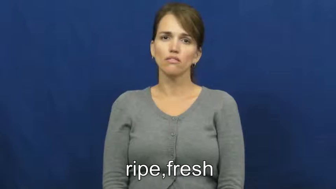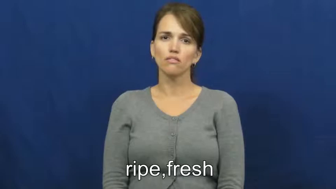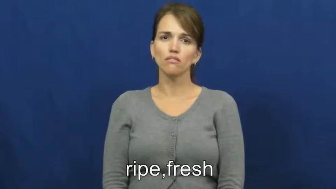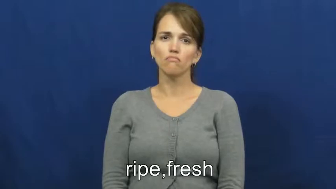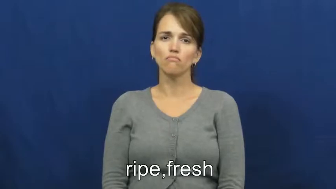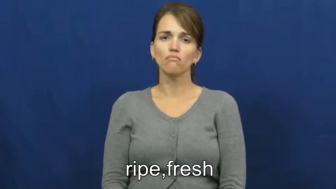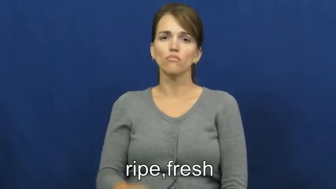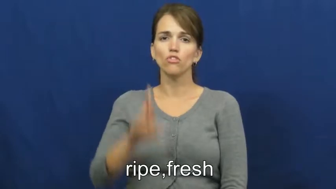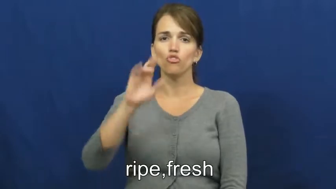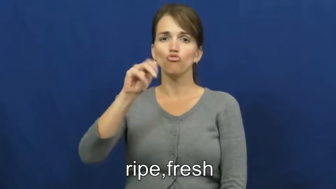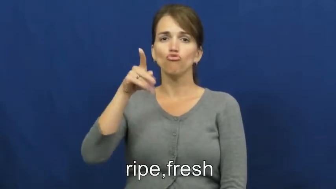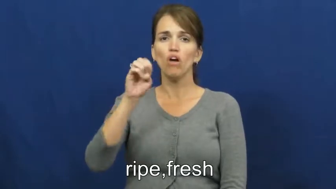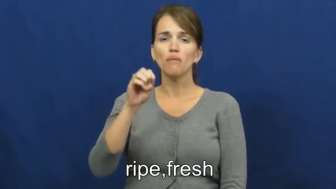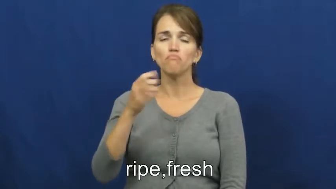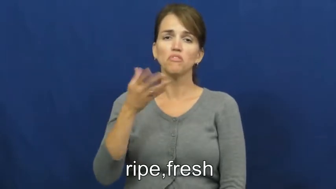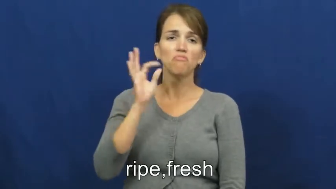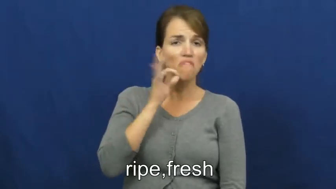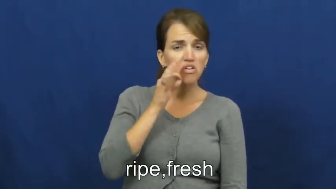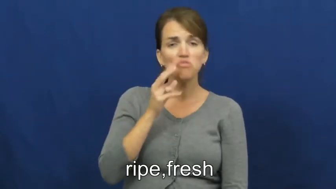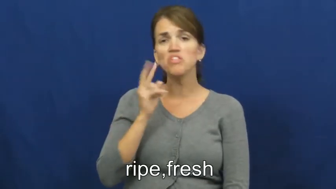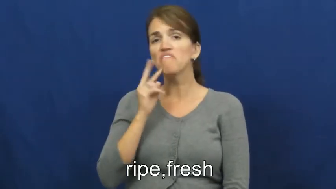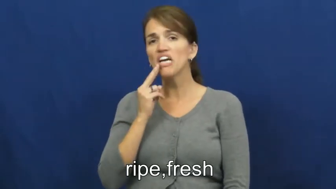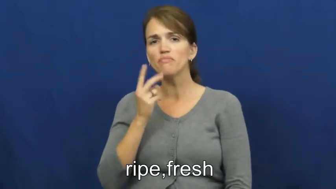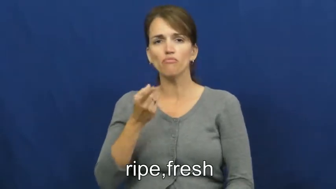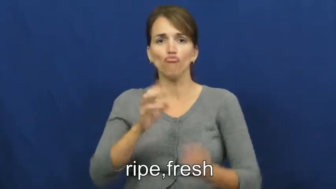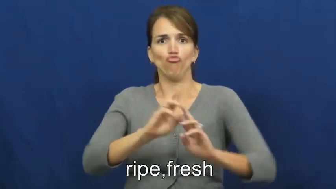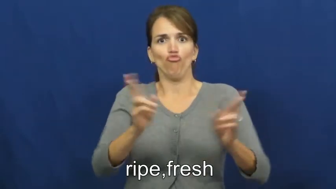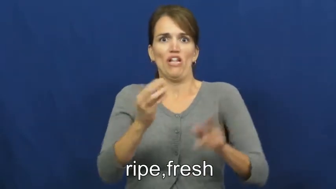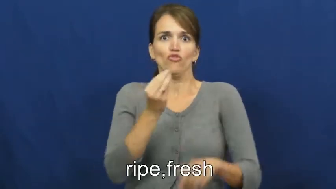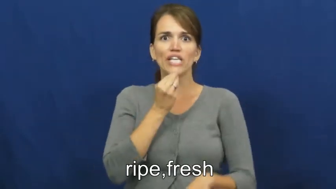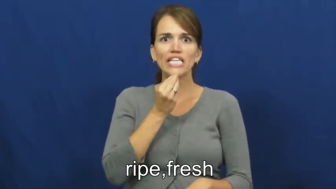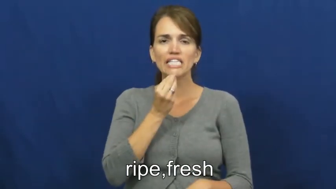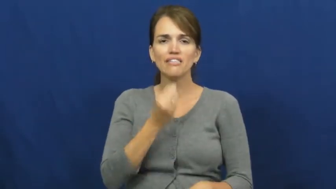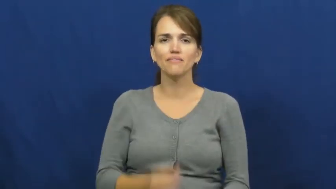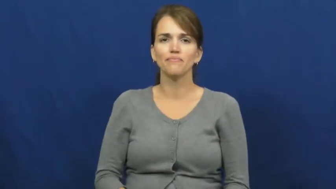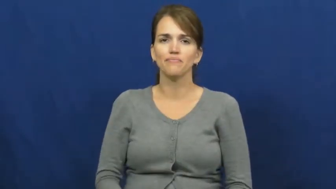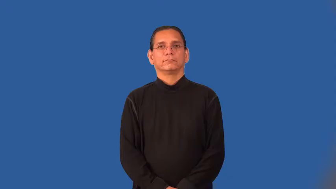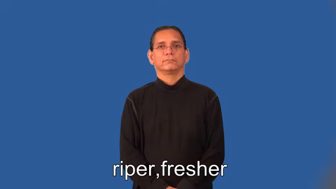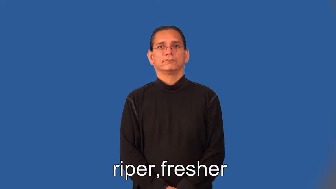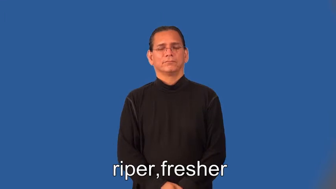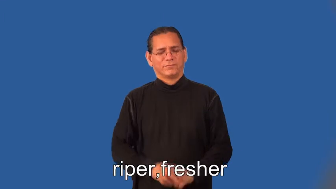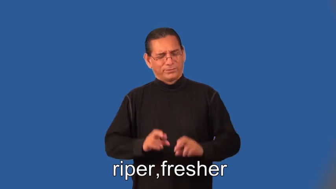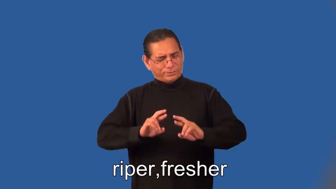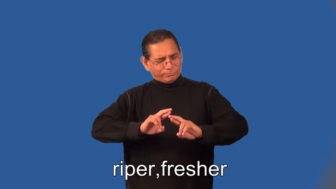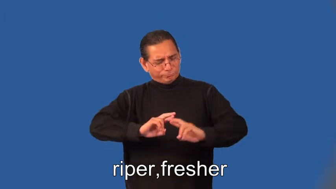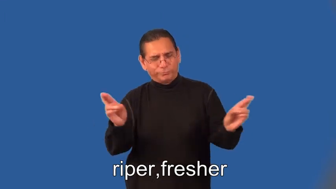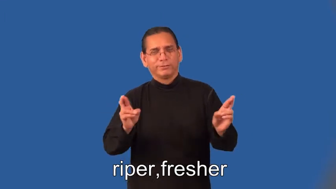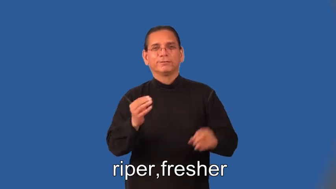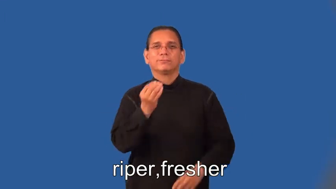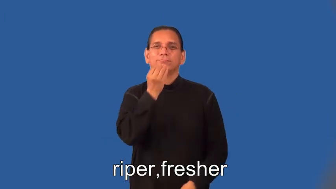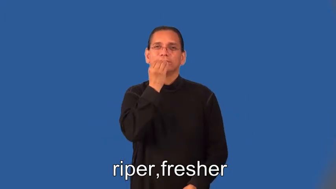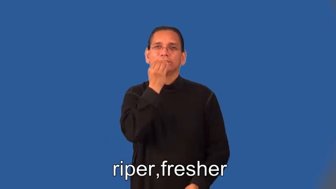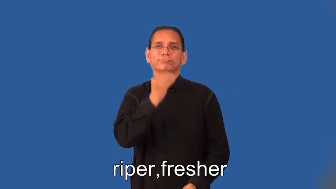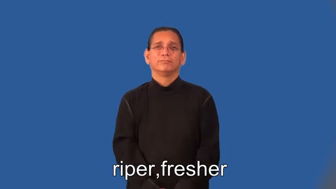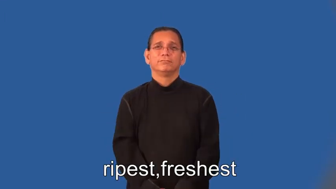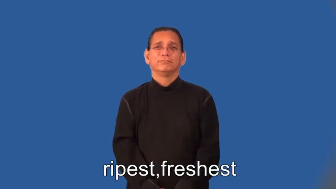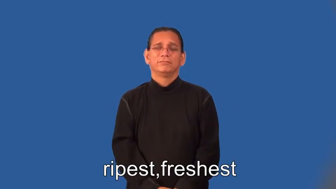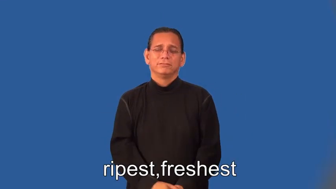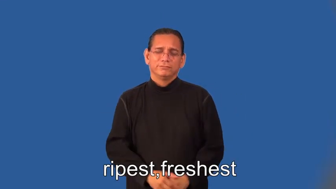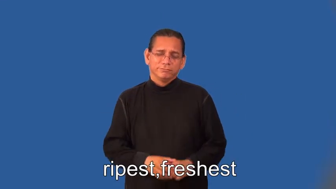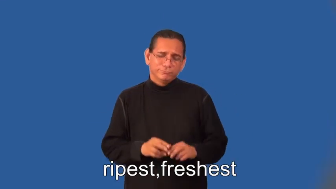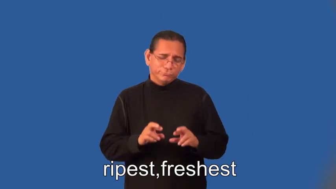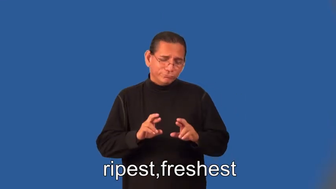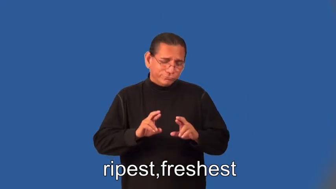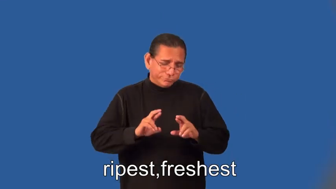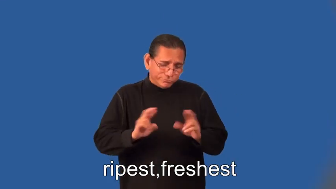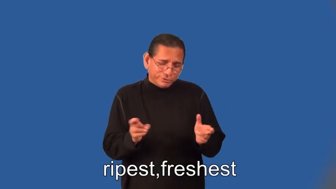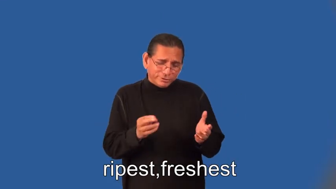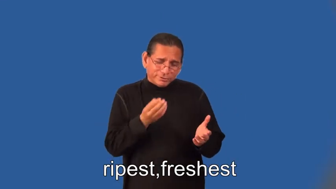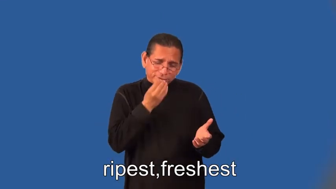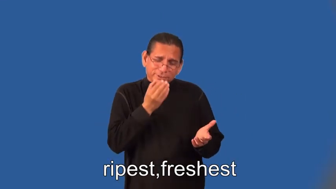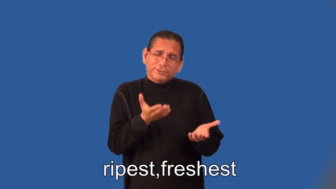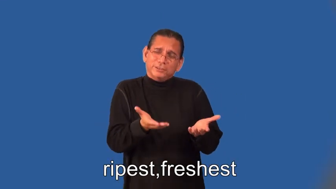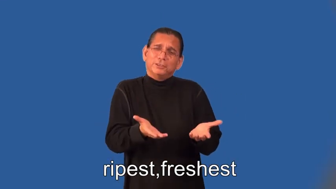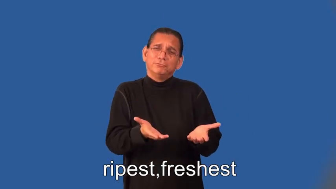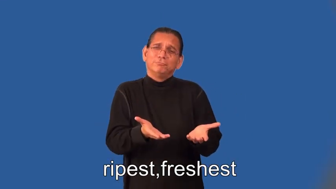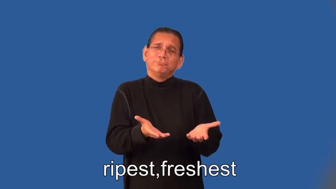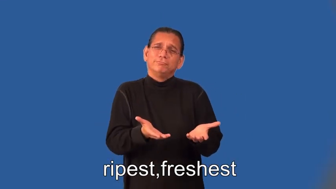riper,fresher,ripest,freshest